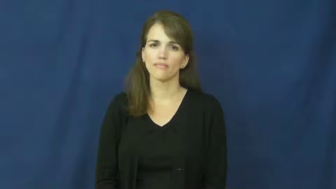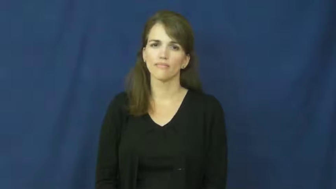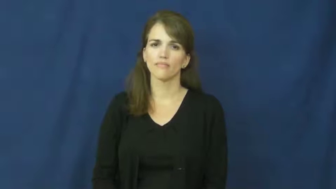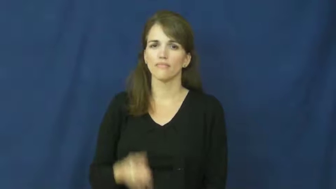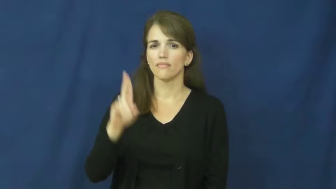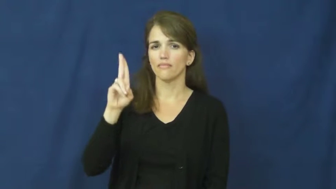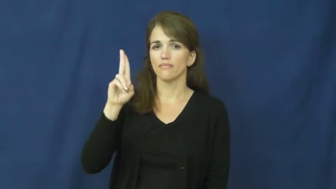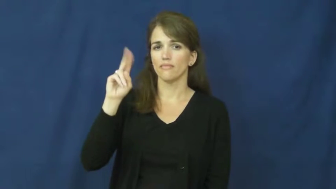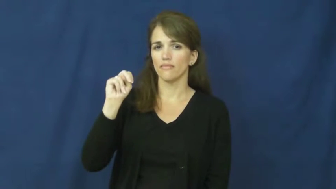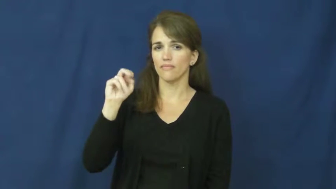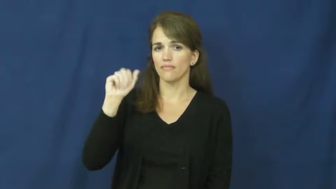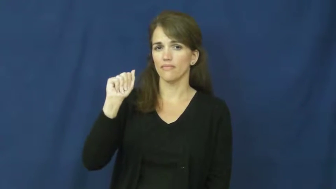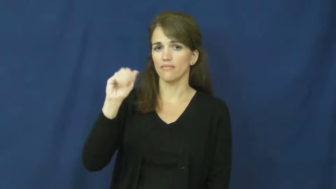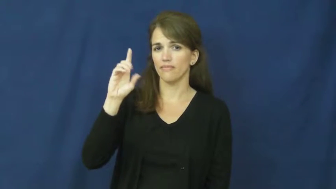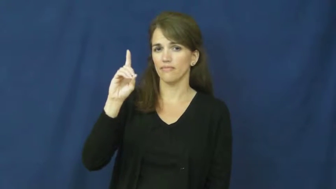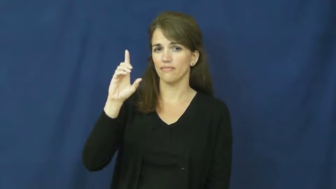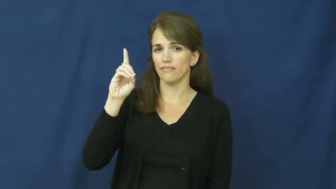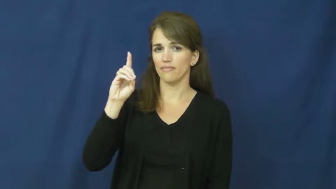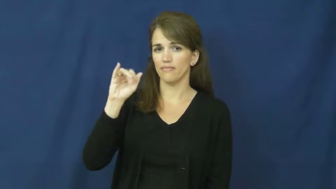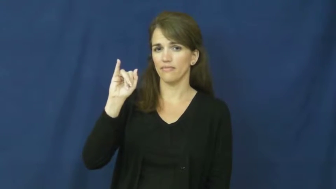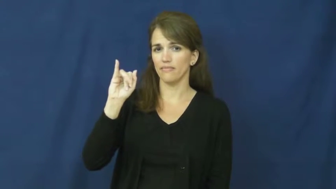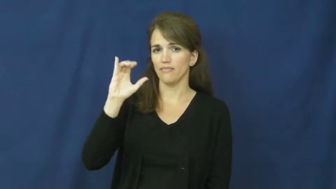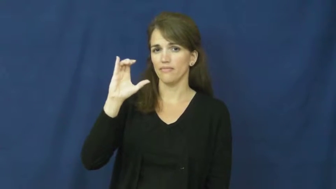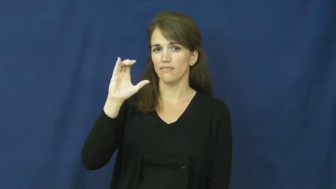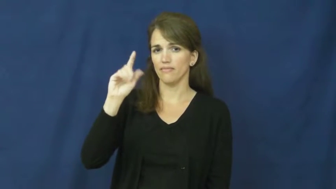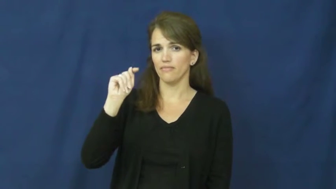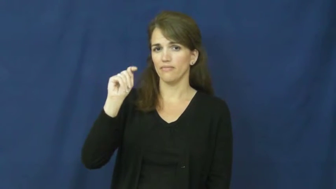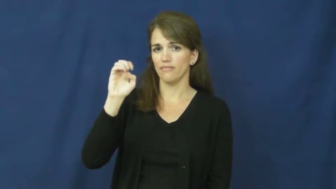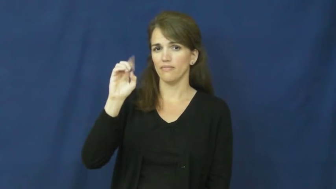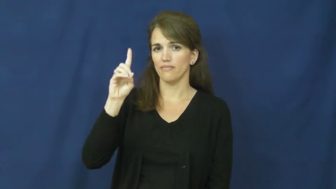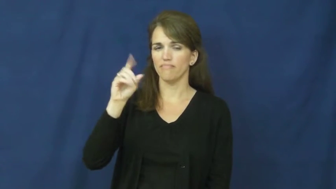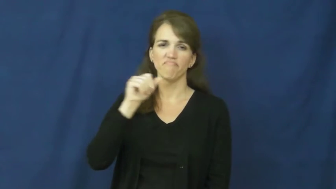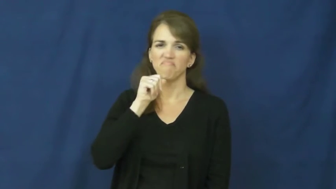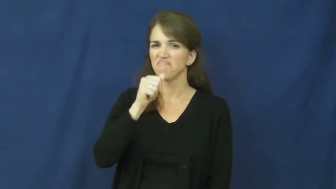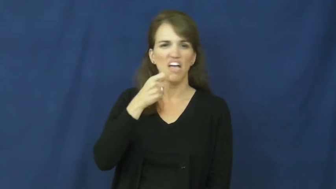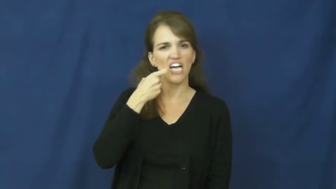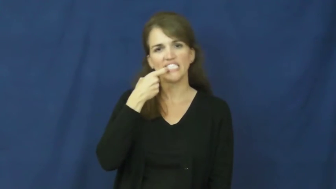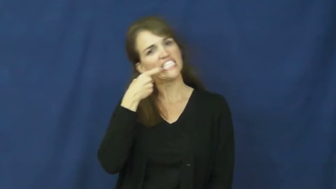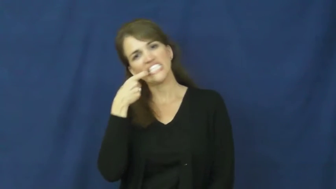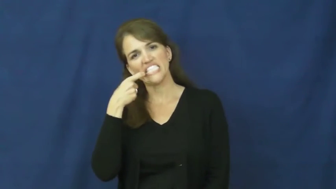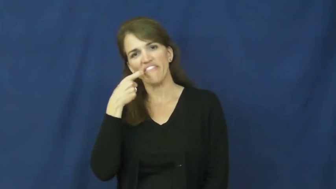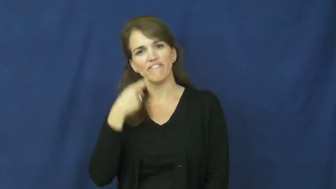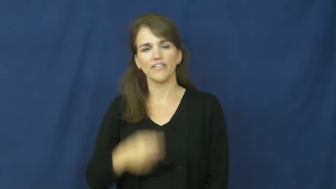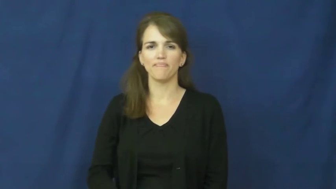unaddicted